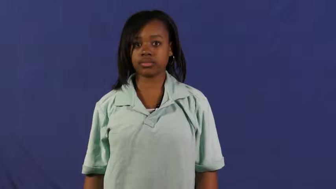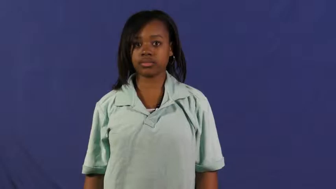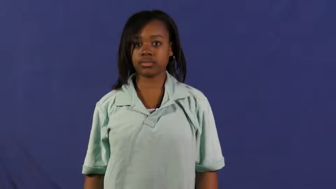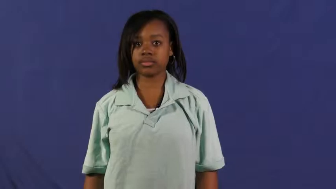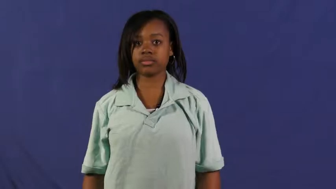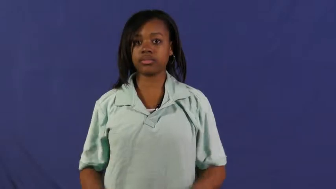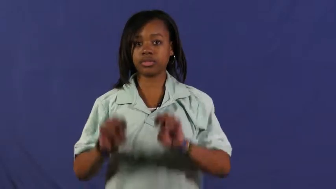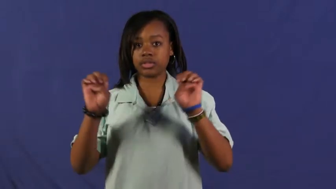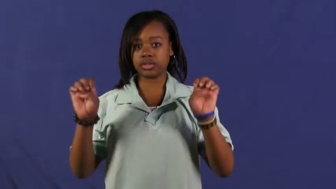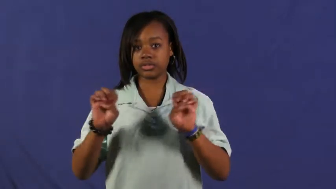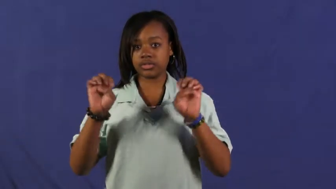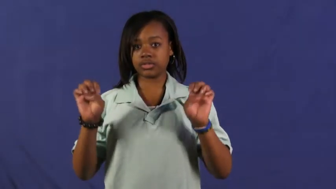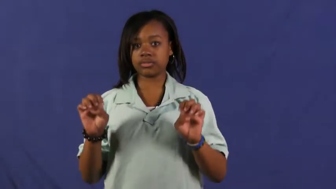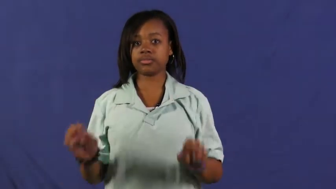easter,paschal